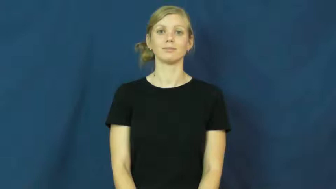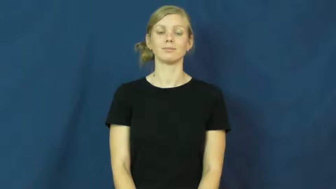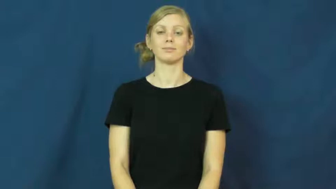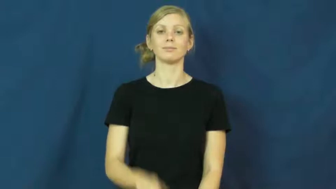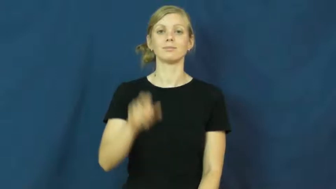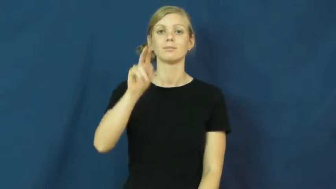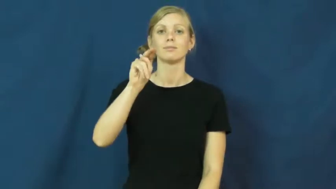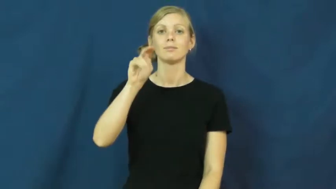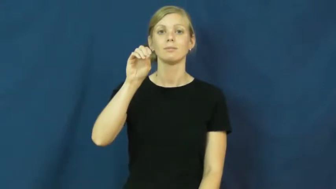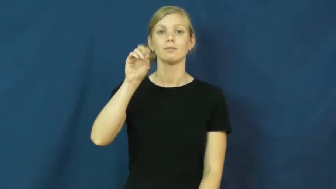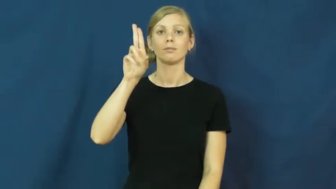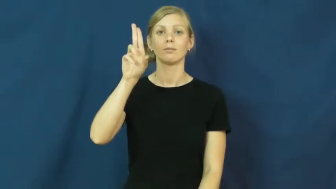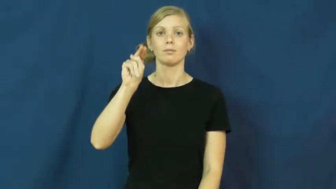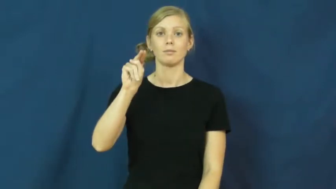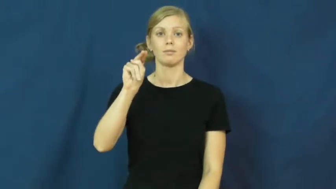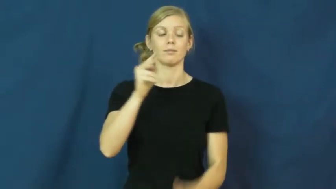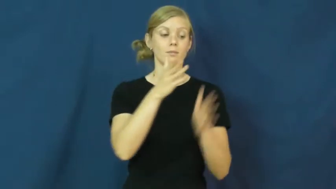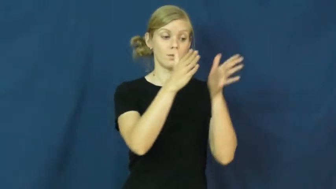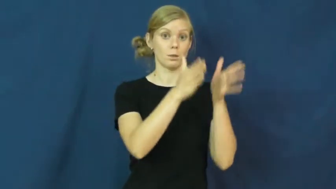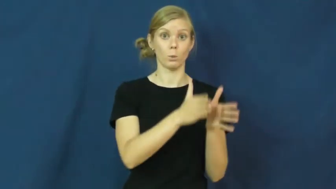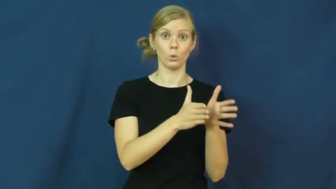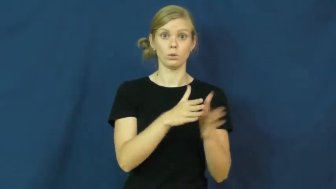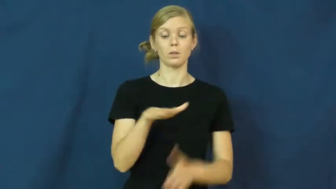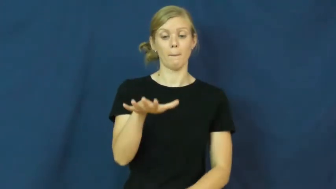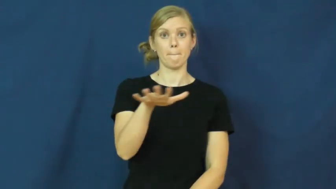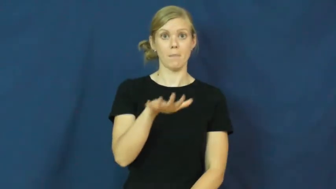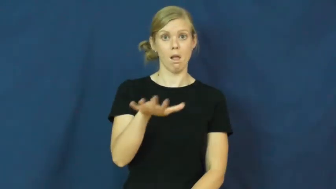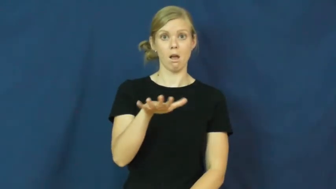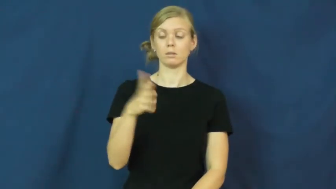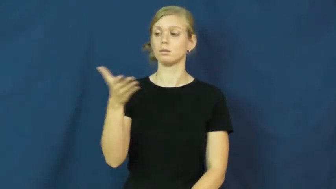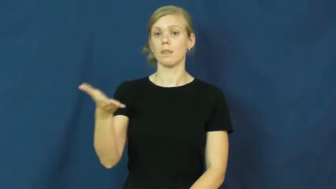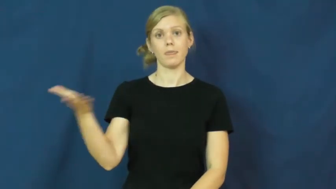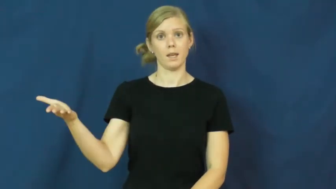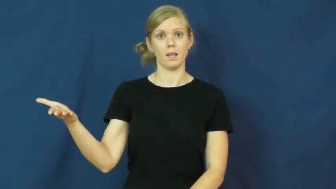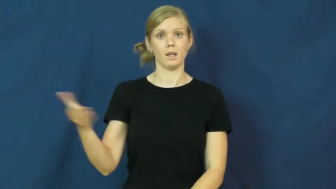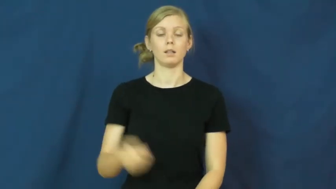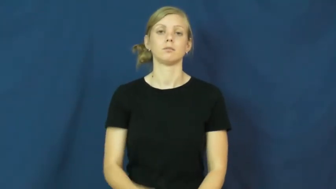noun